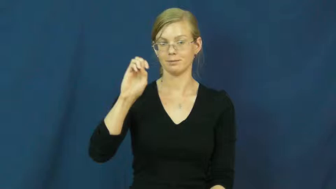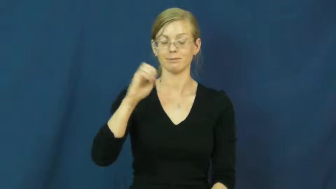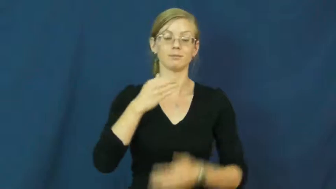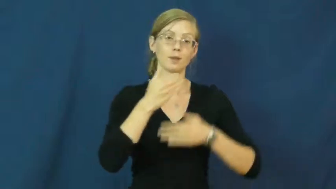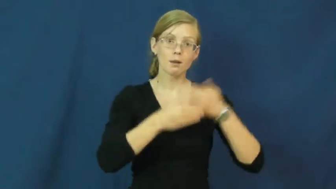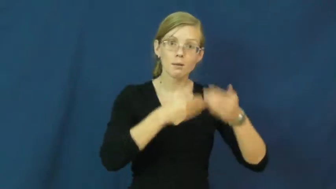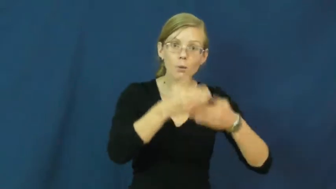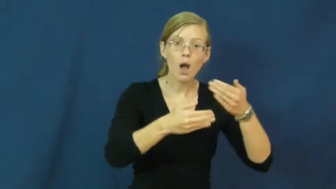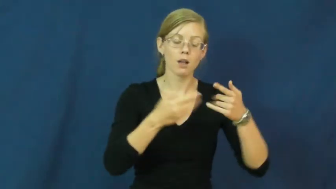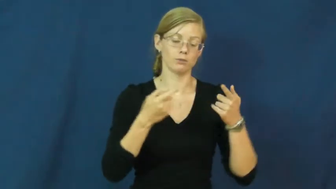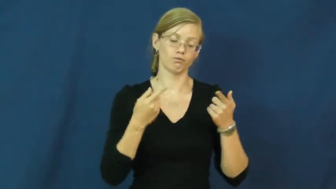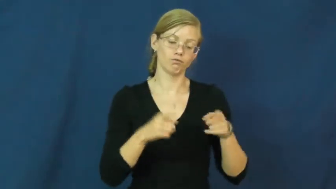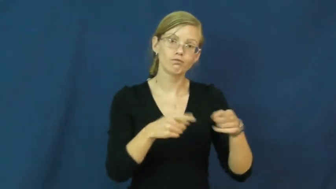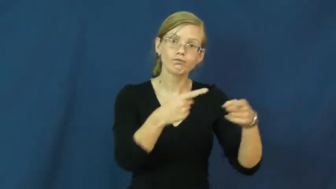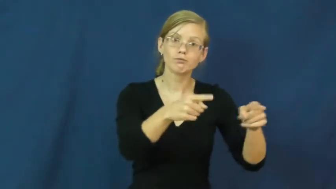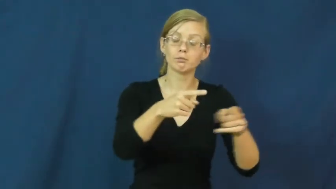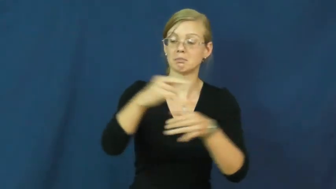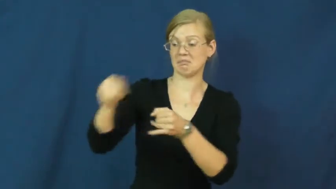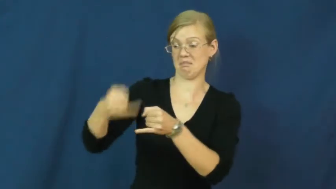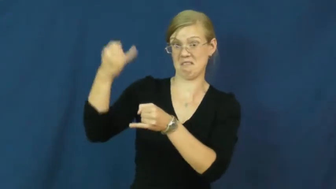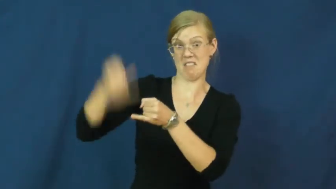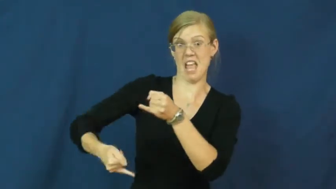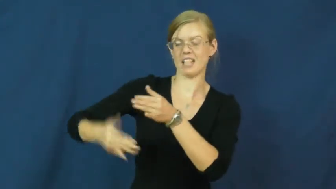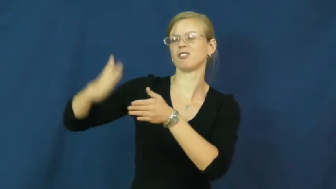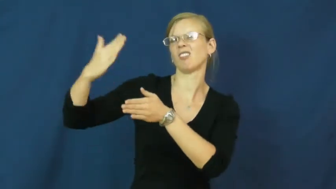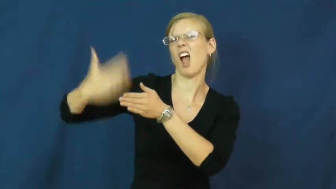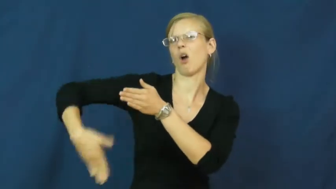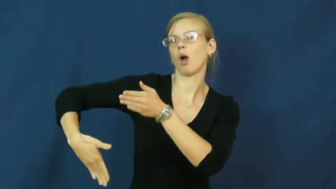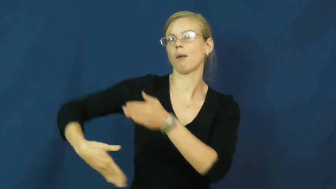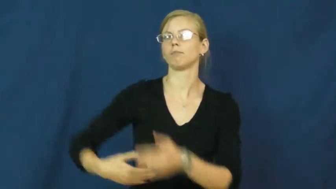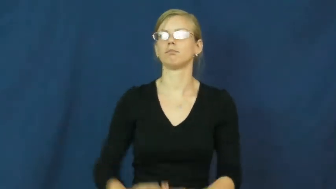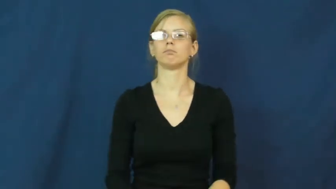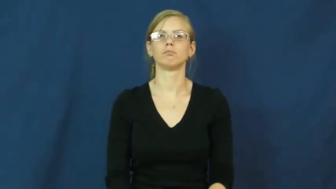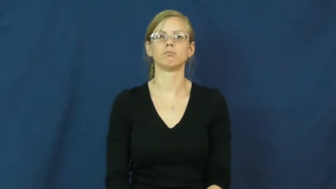outcome,make out